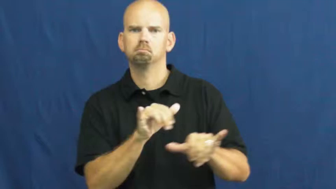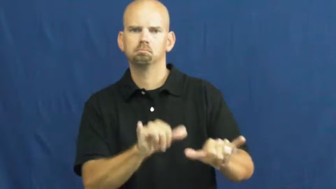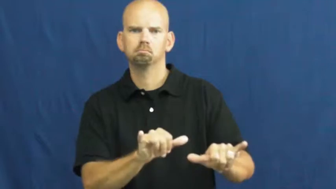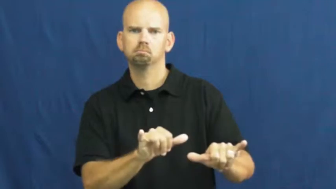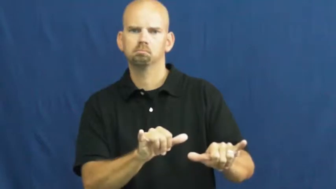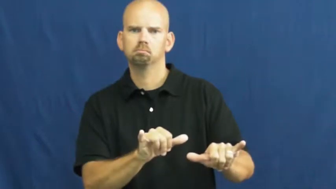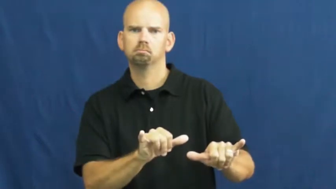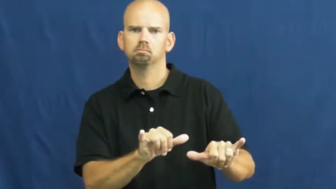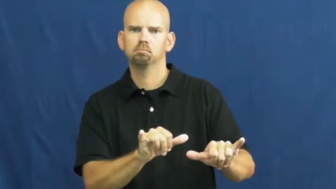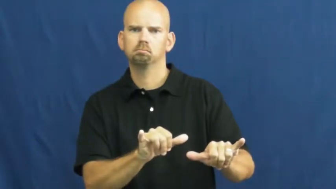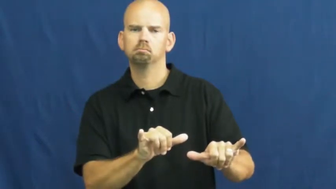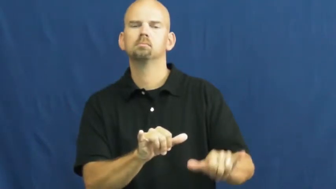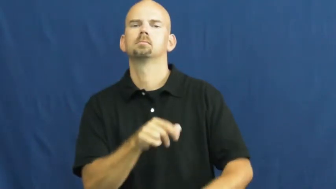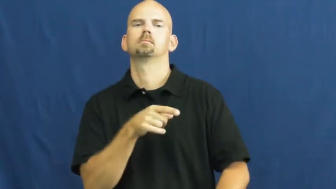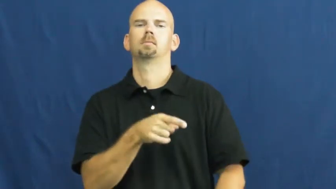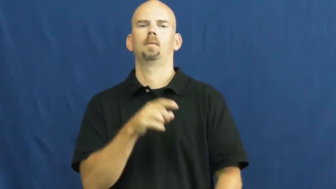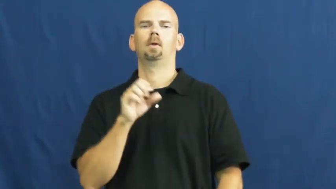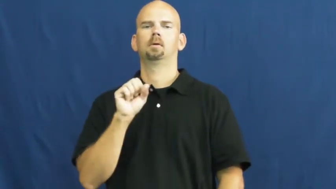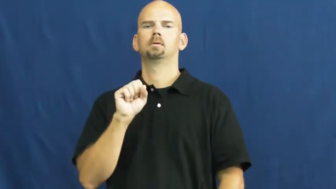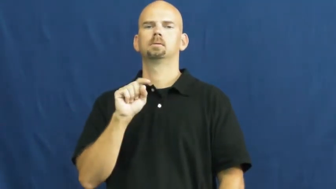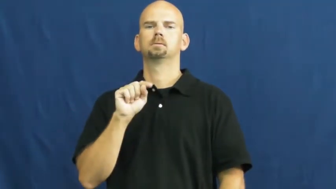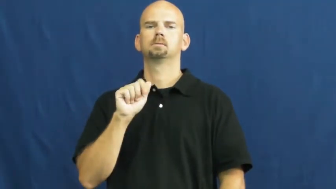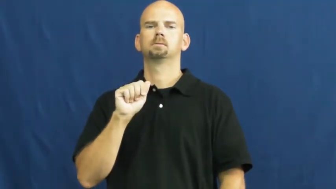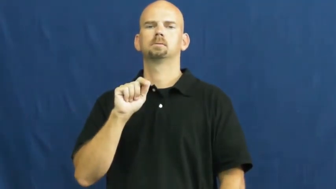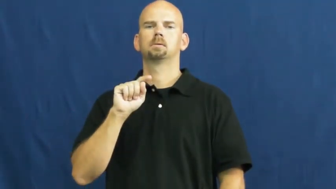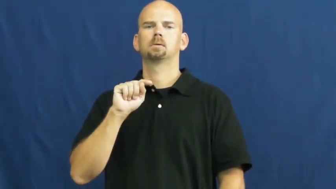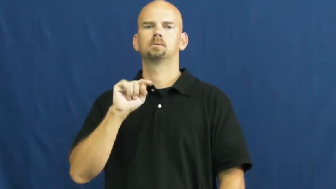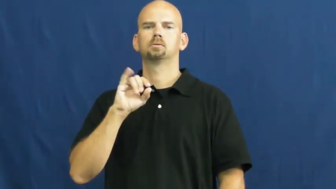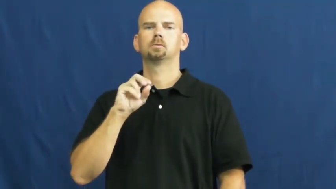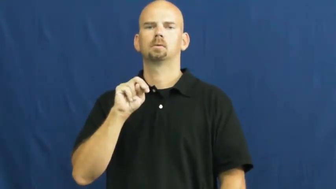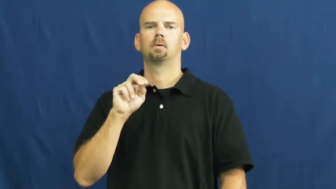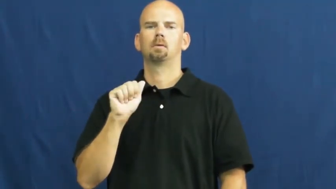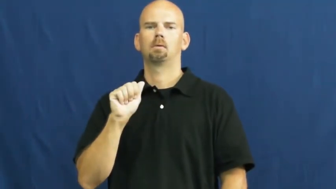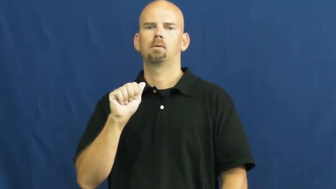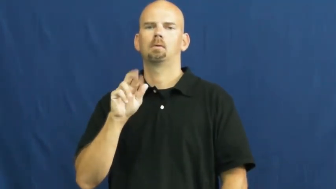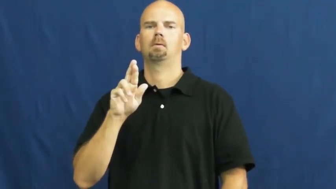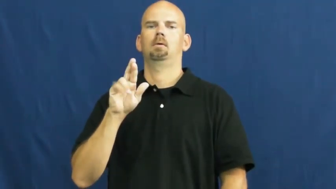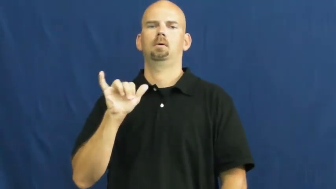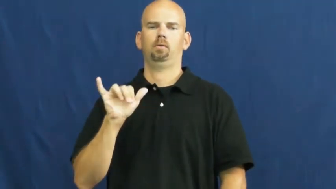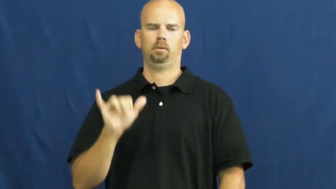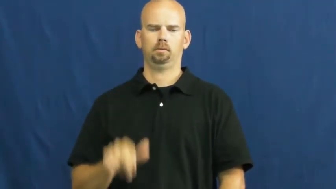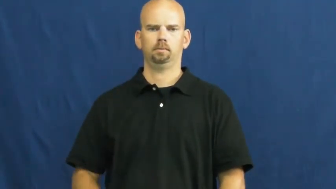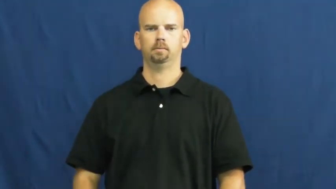stationary